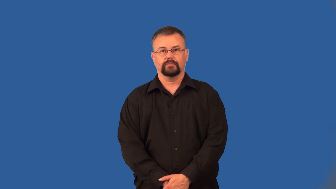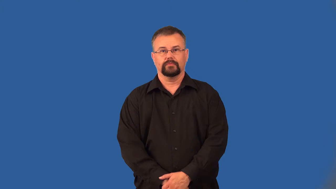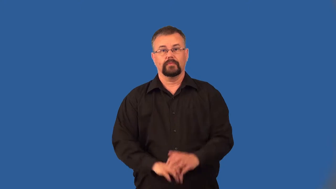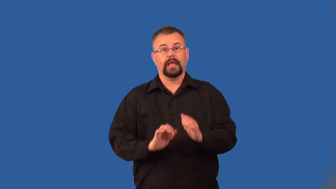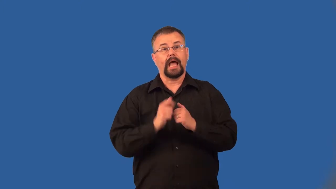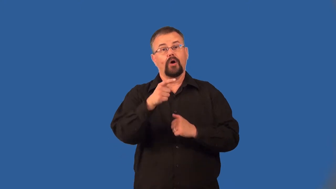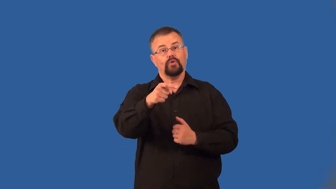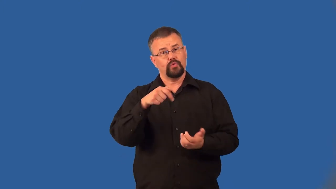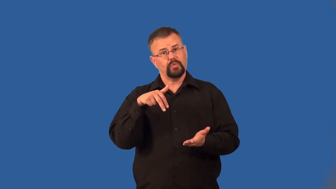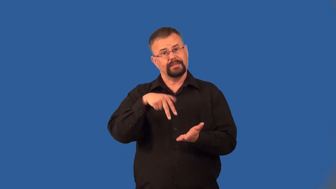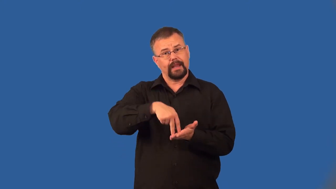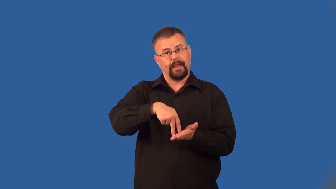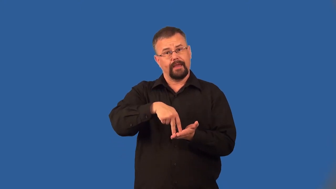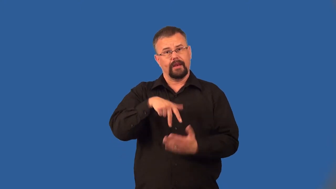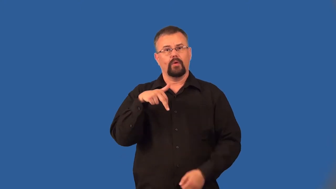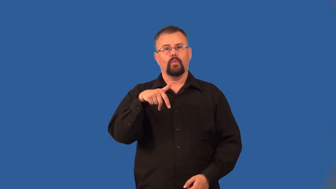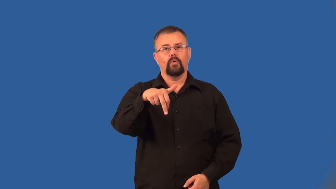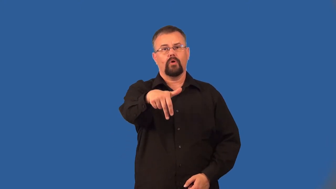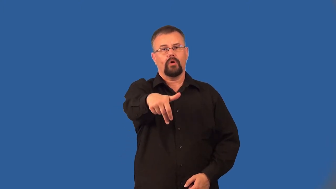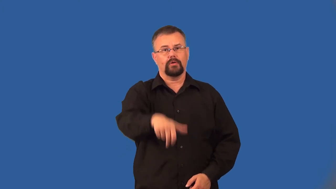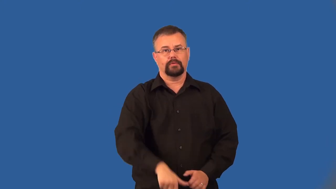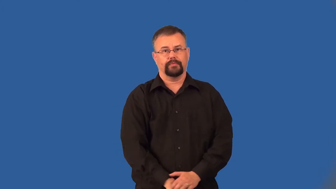deportment,carriage-stance